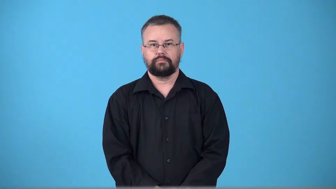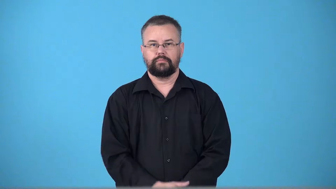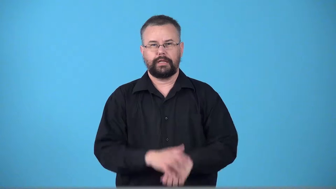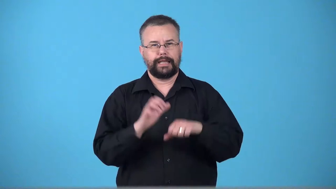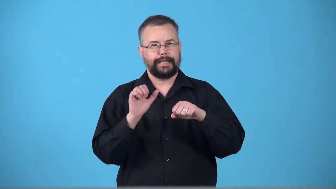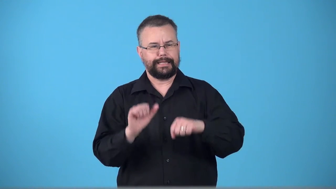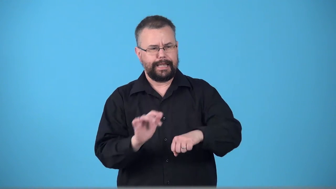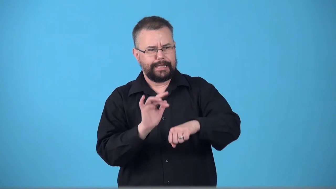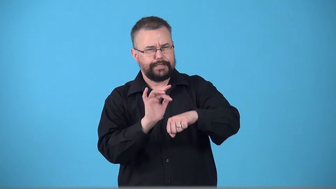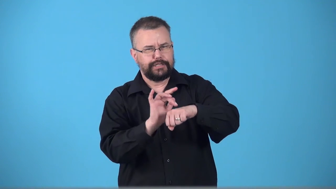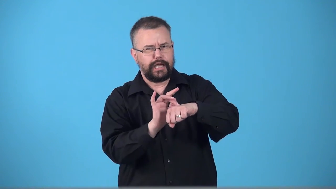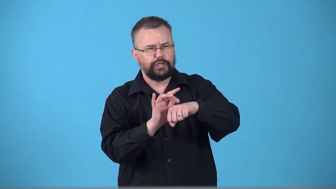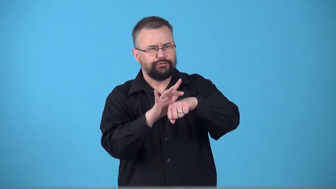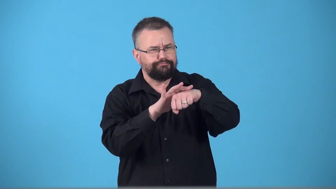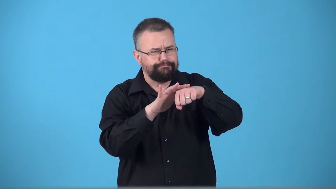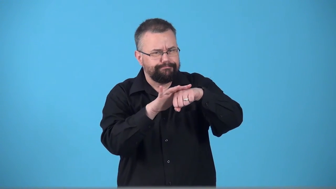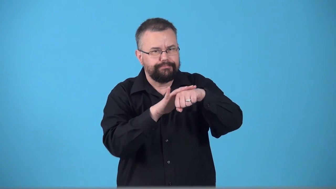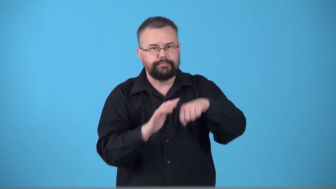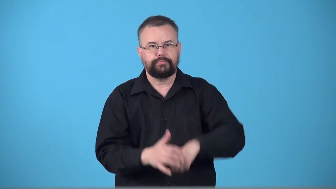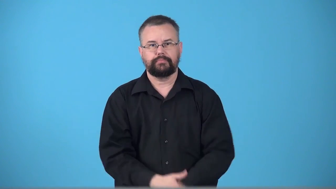touchable